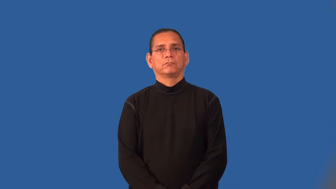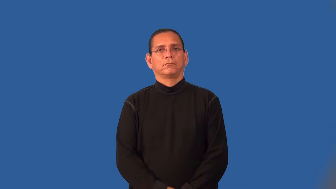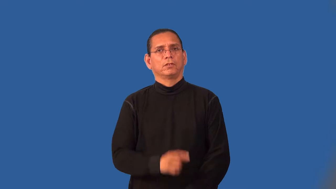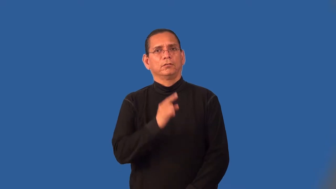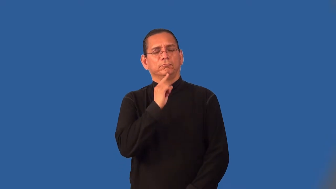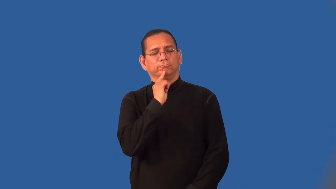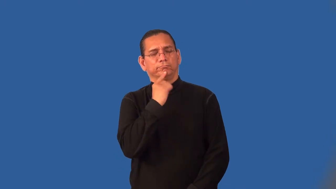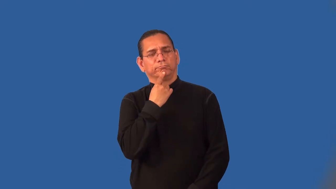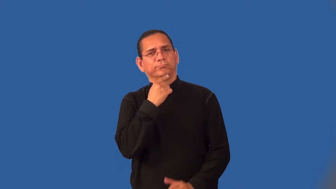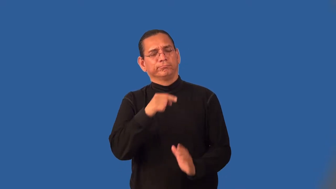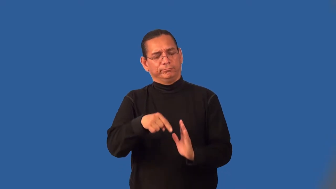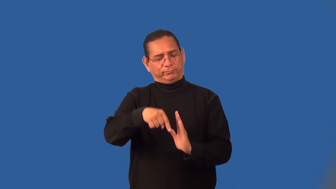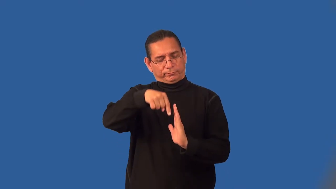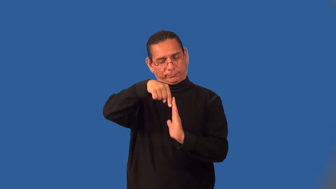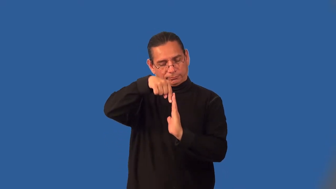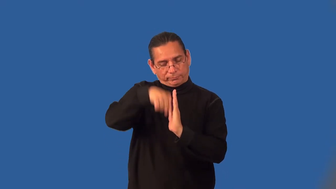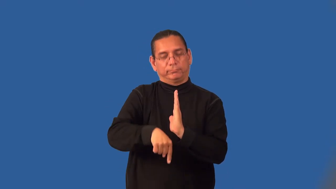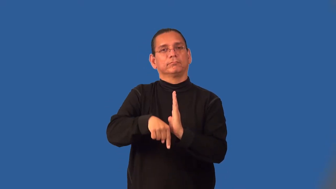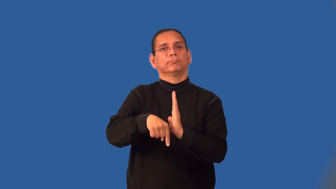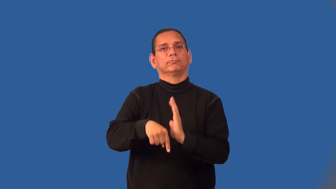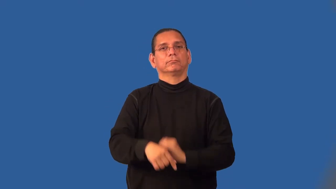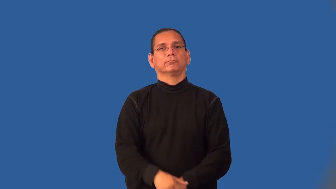intense